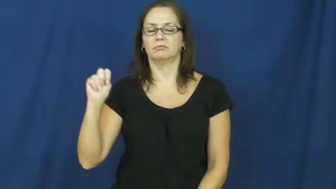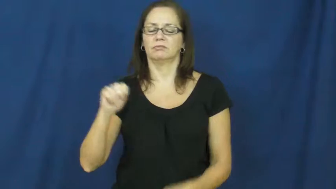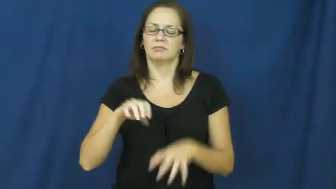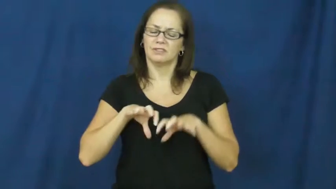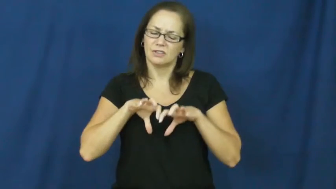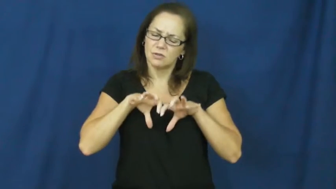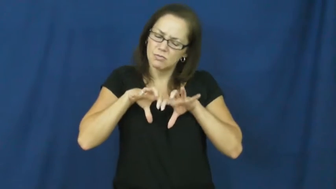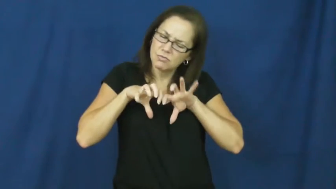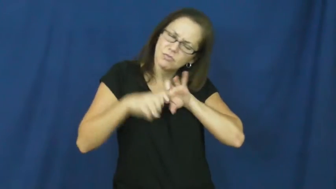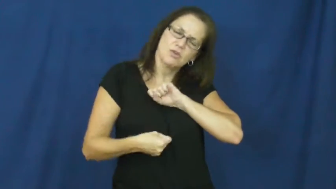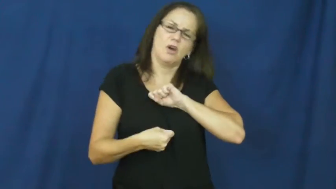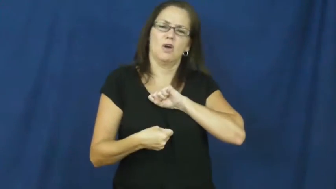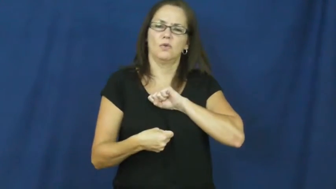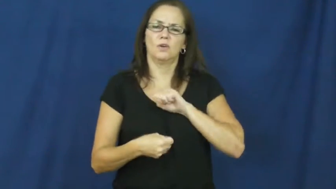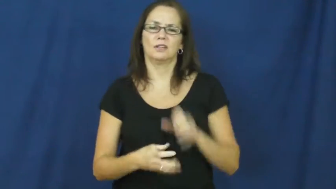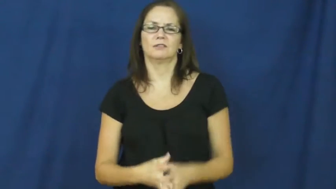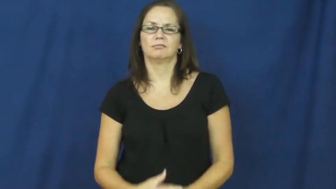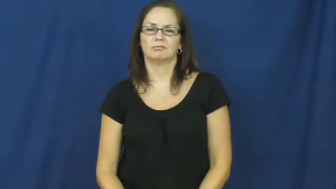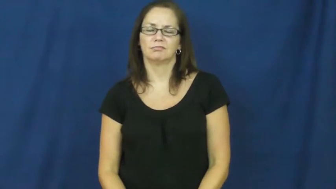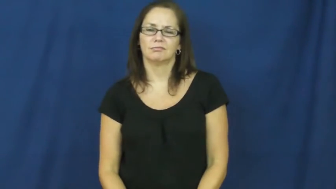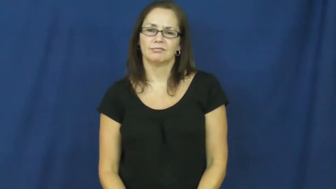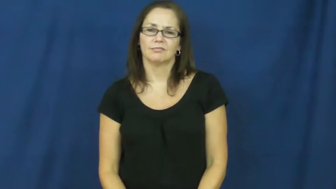heartbroken,brokenhearted